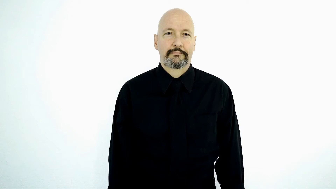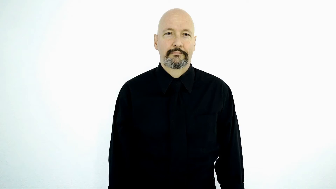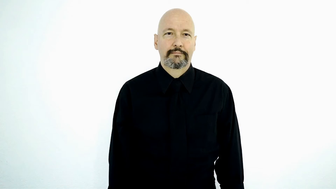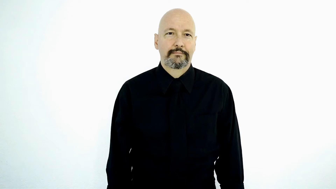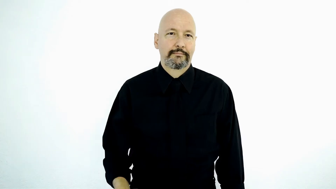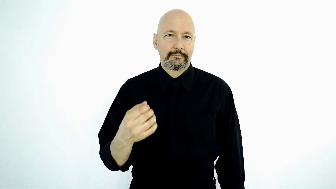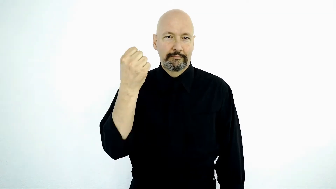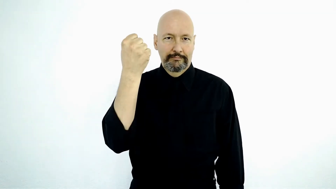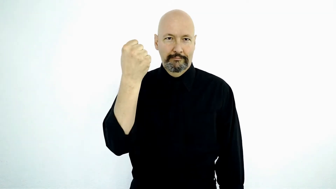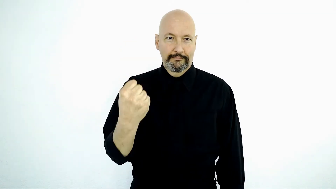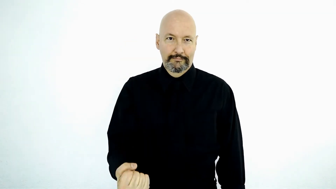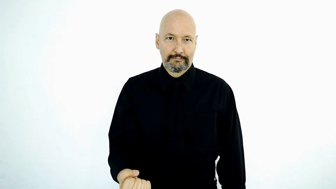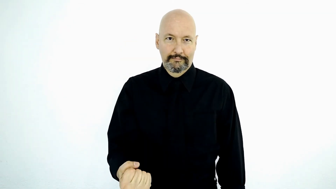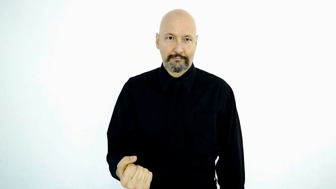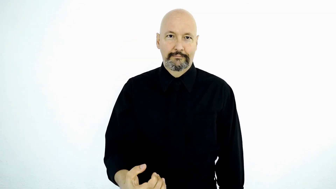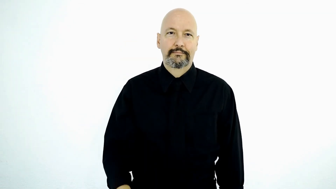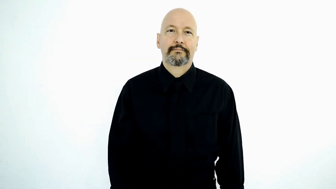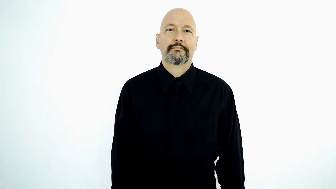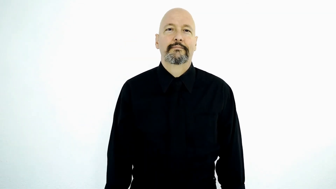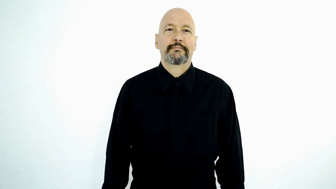Every-SATURDAY